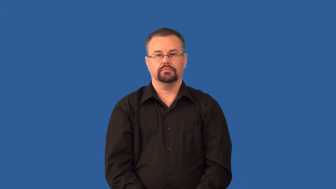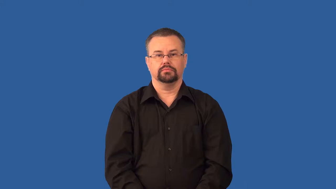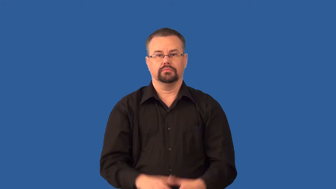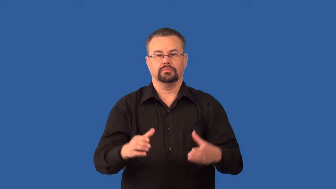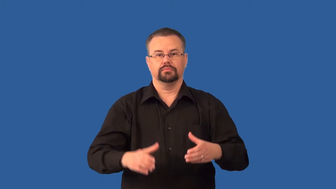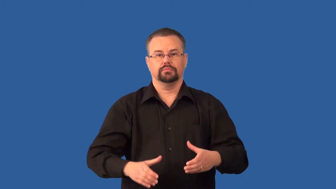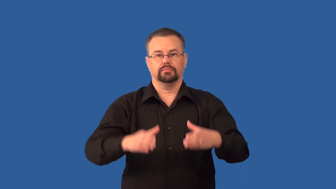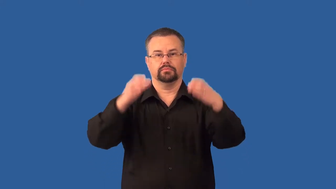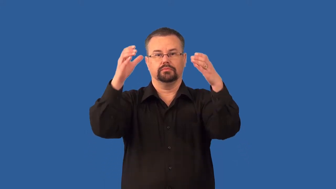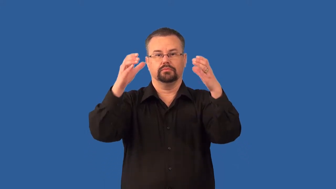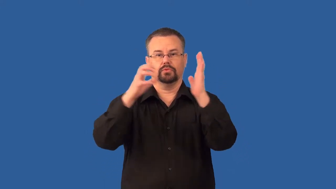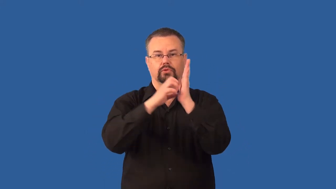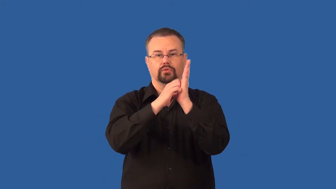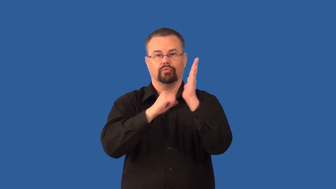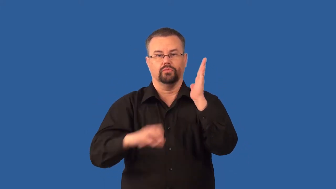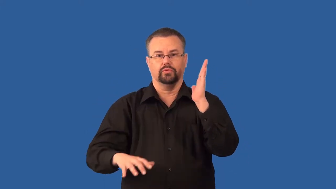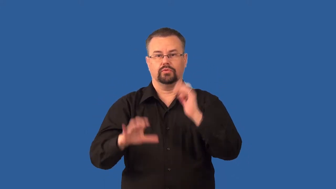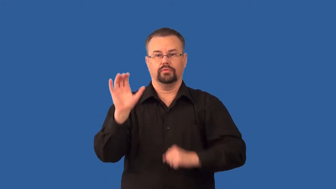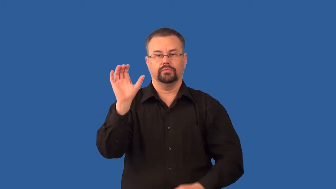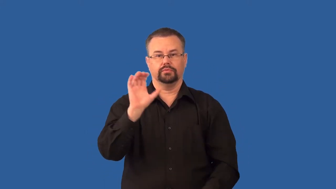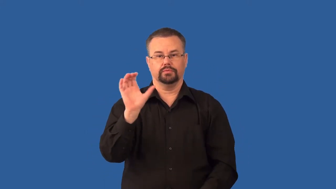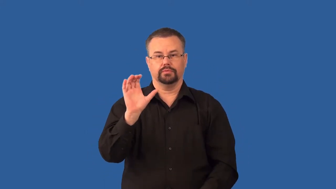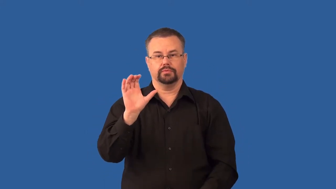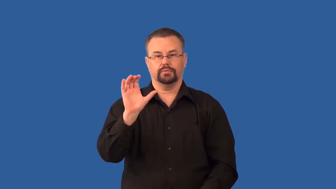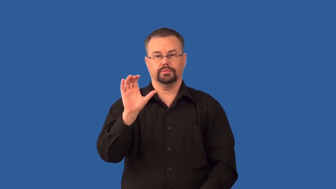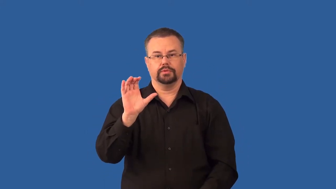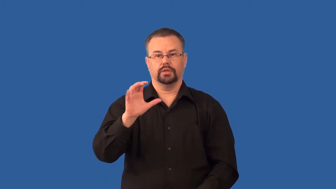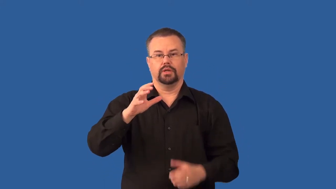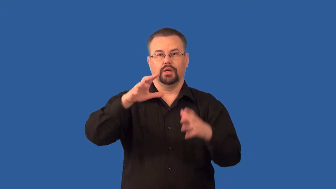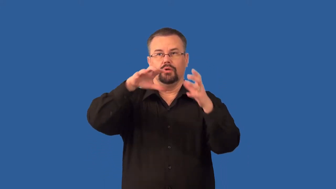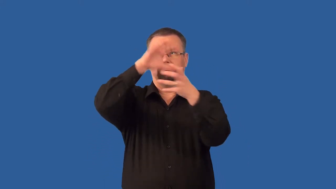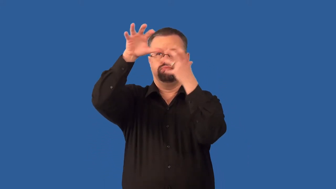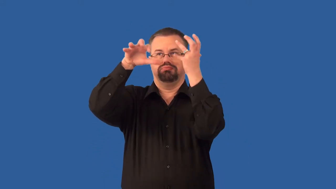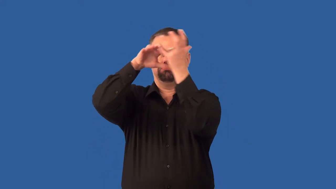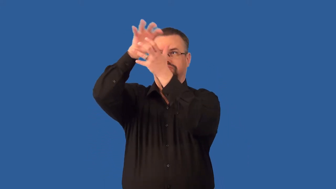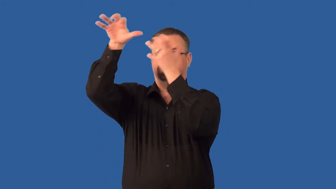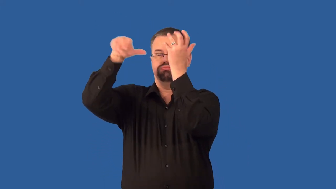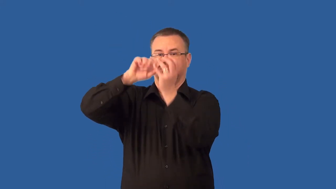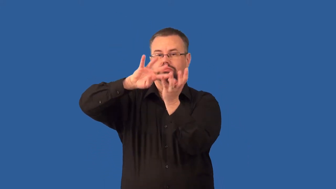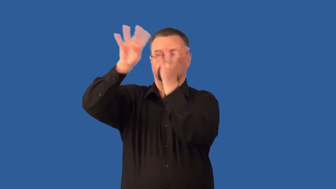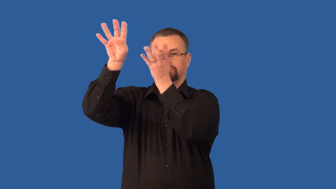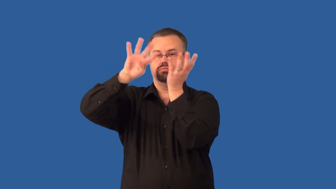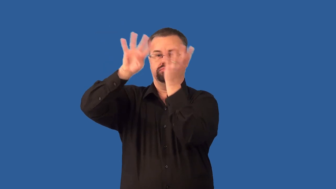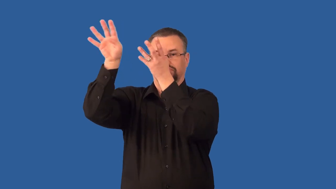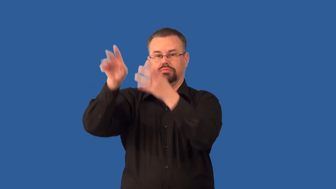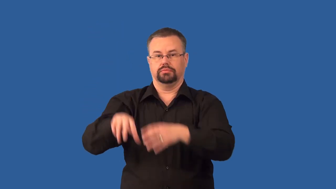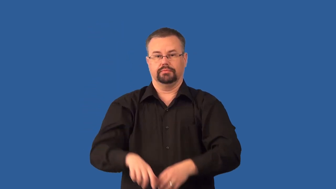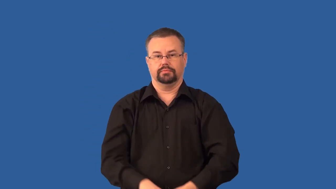scrubber-pollution